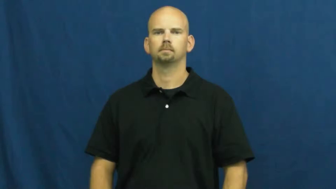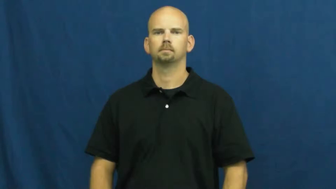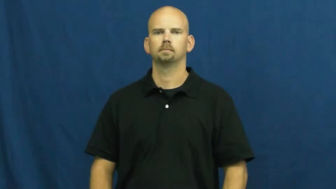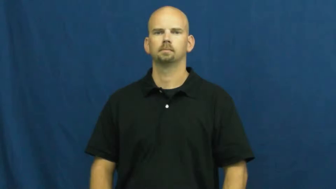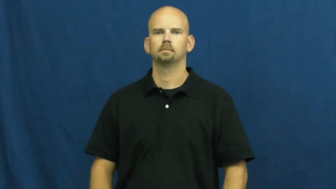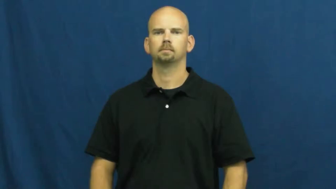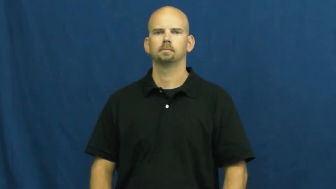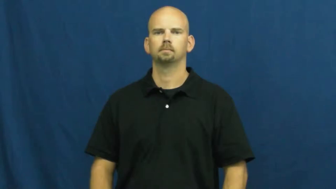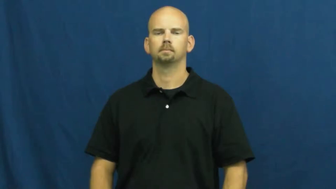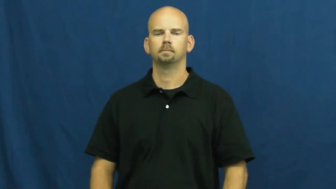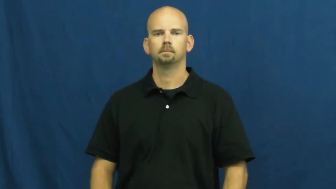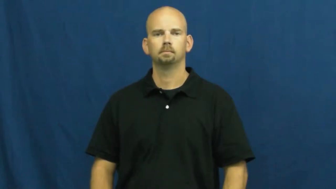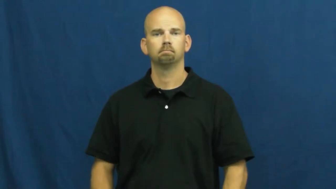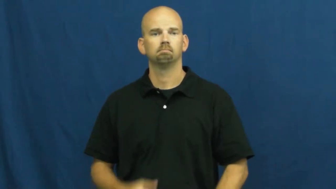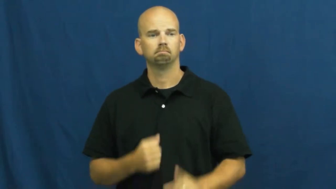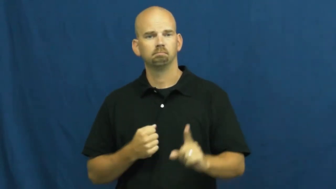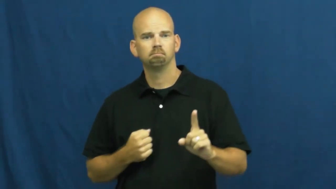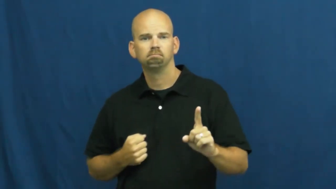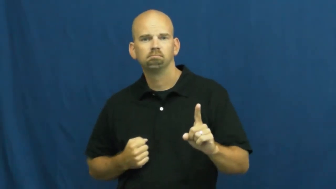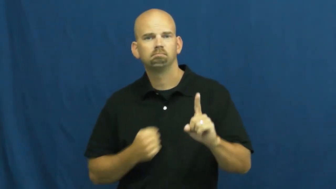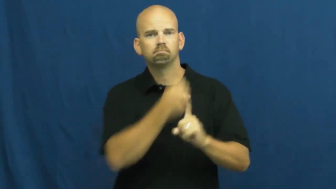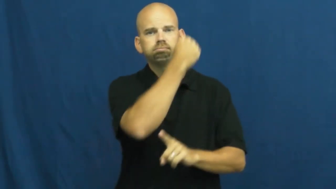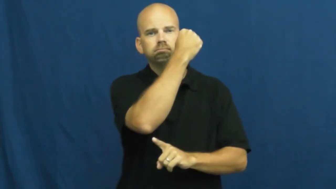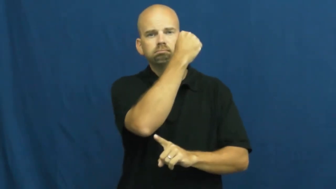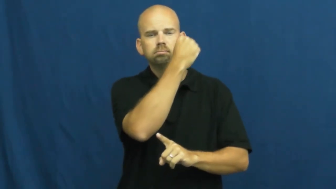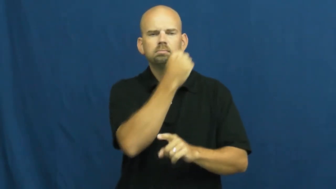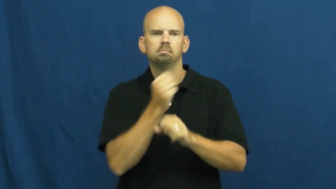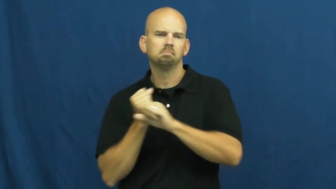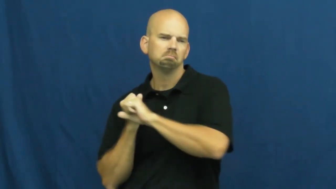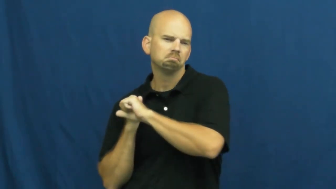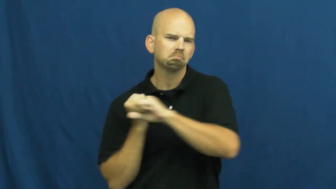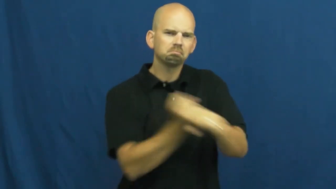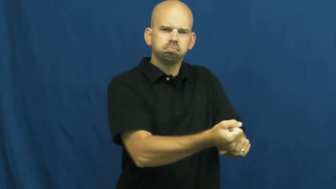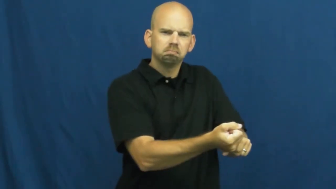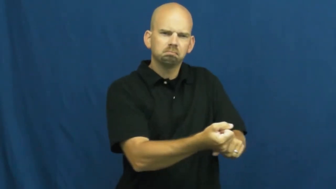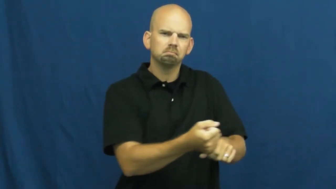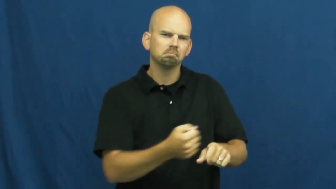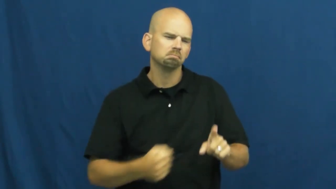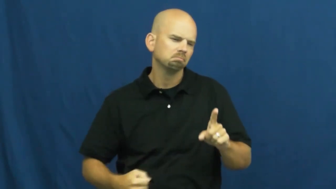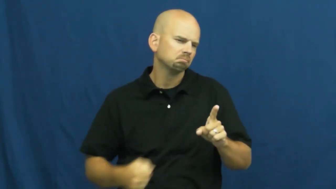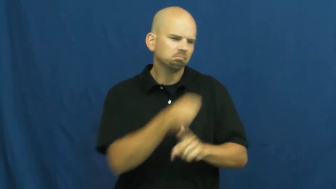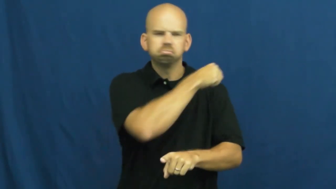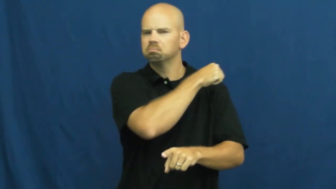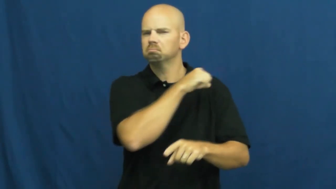blow-hit